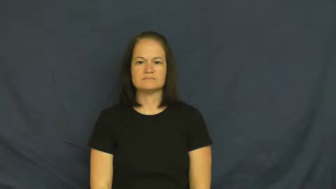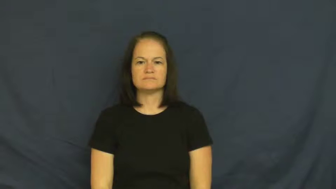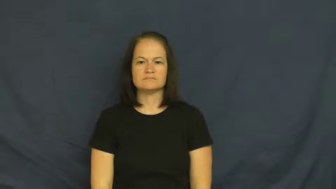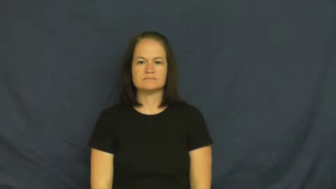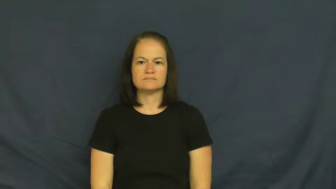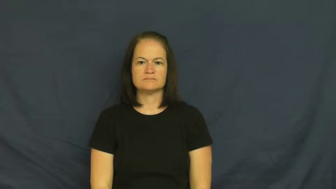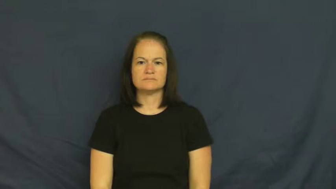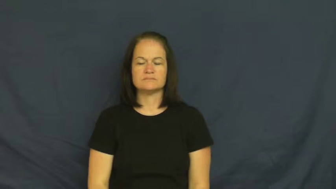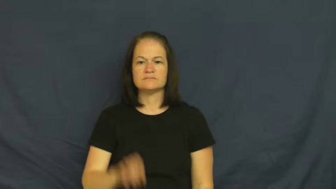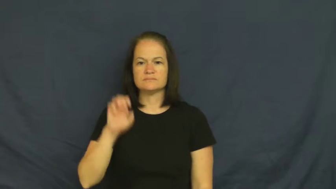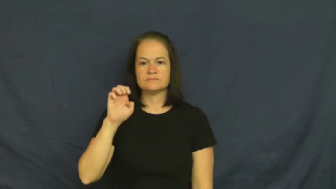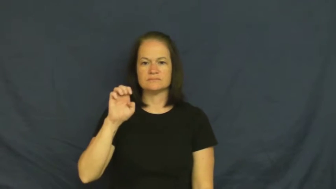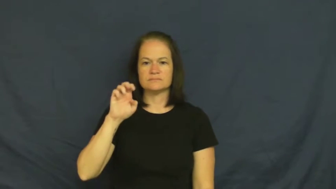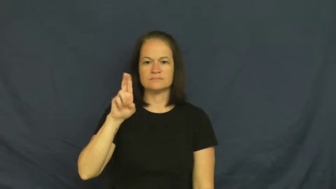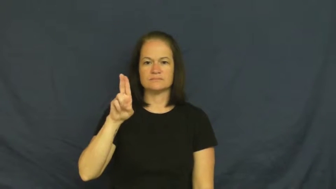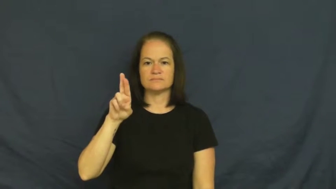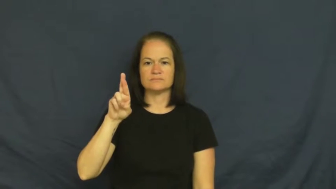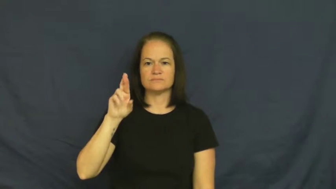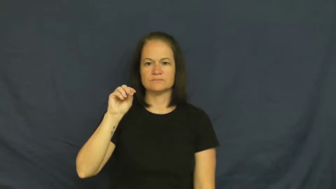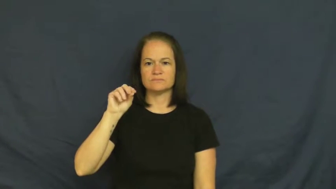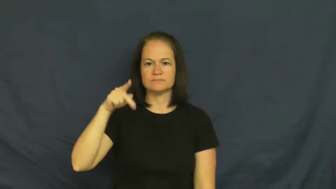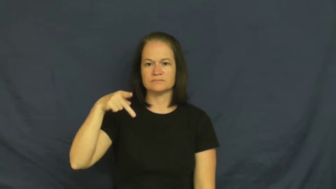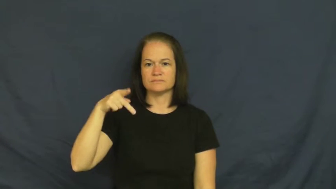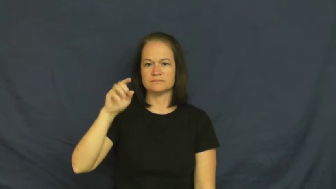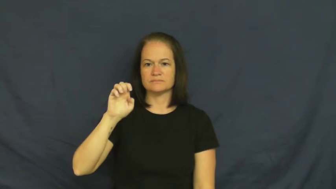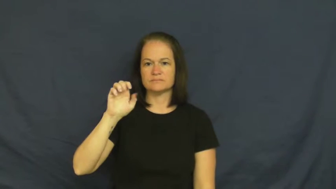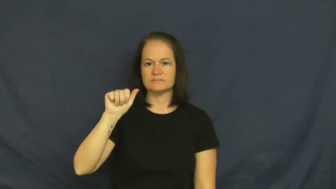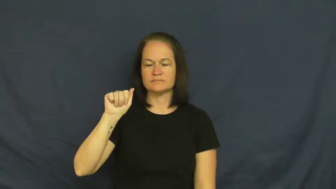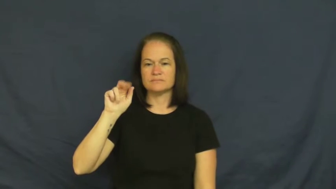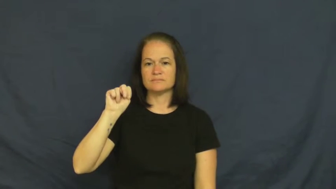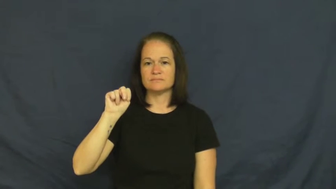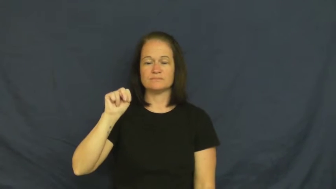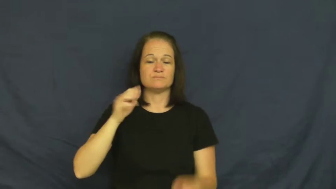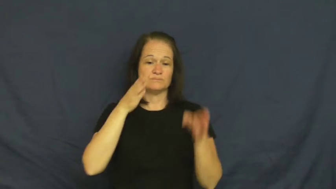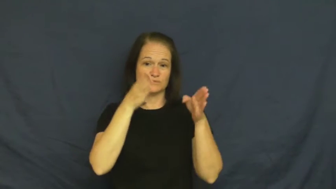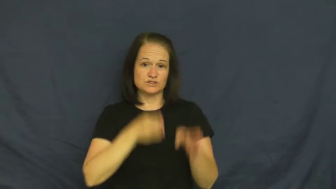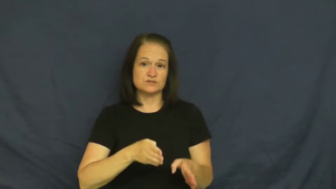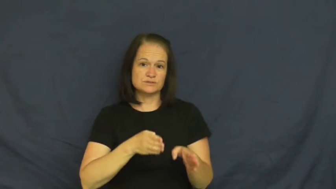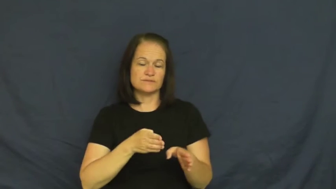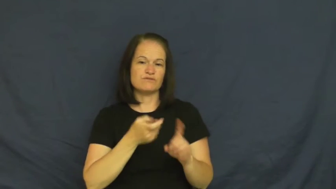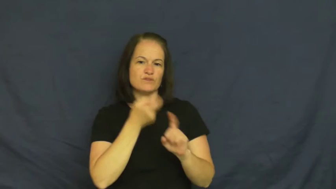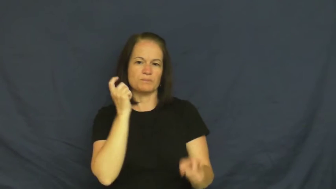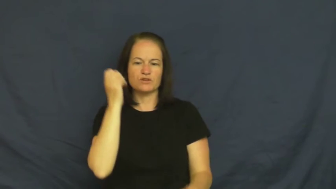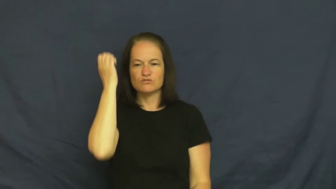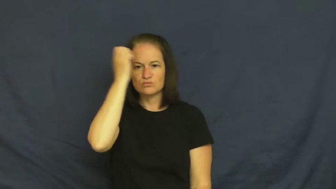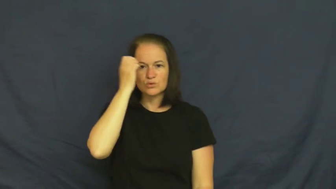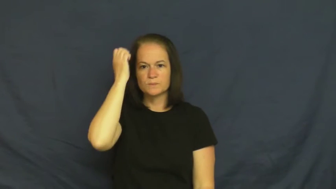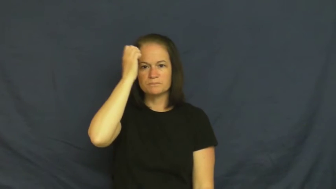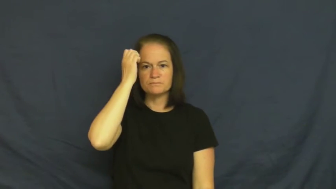european